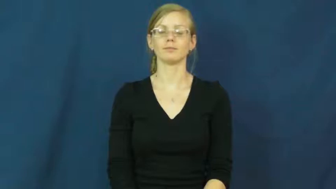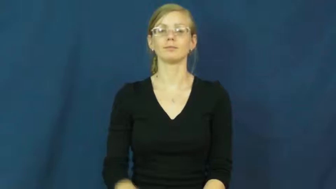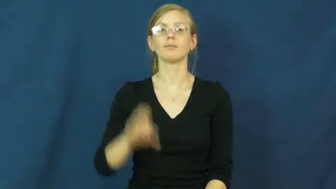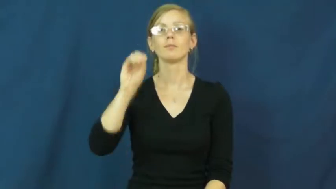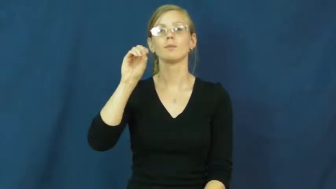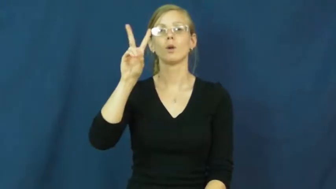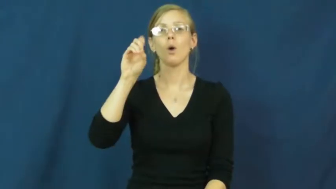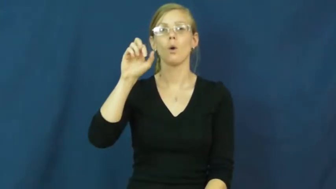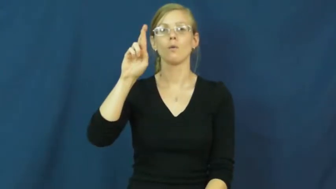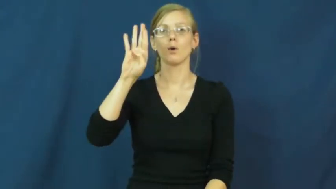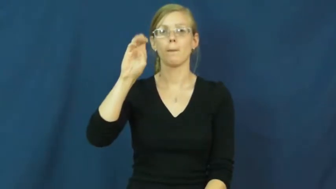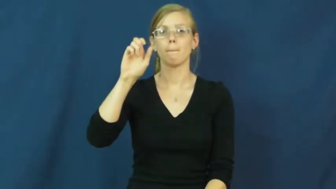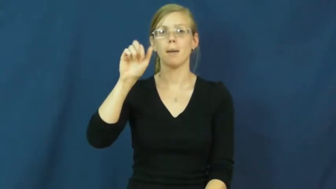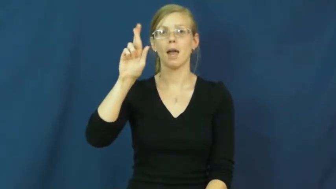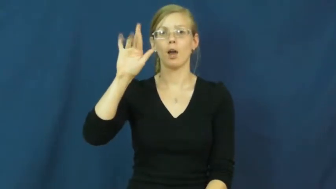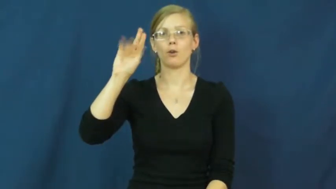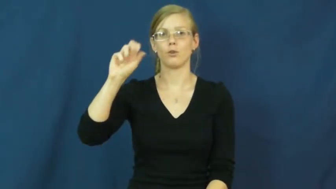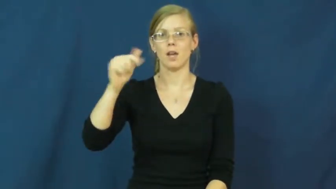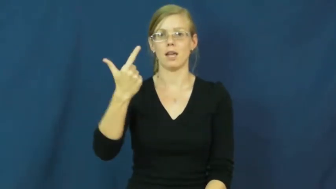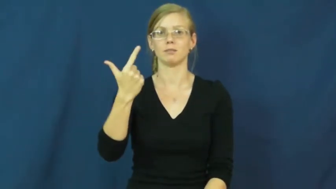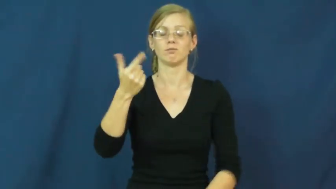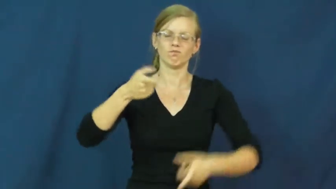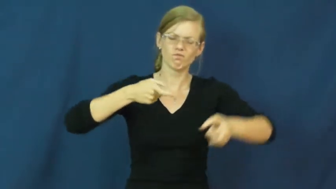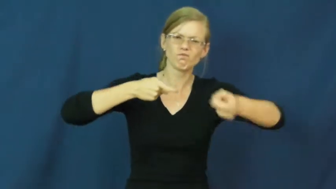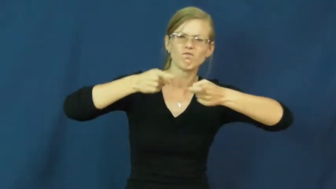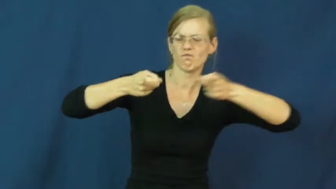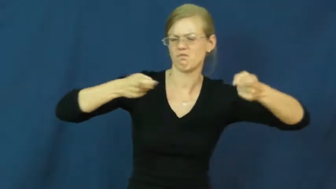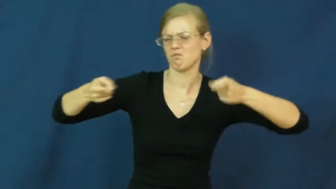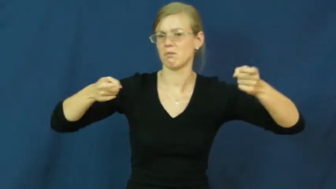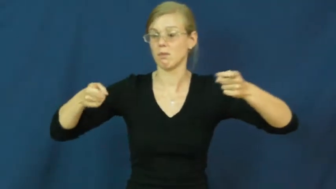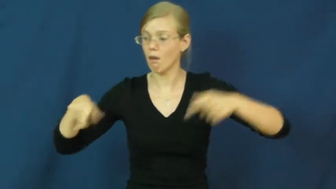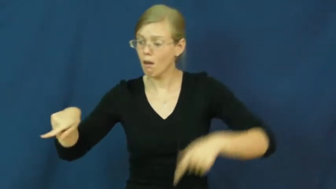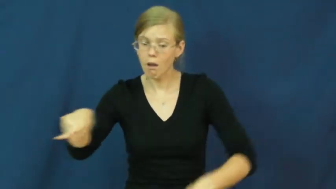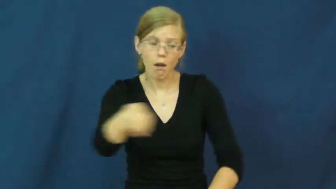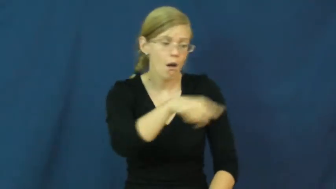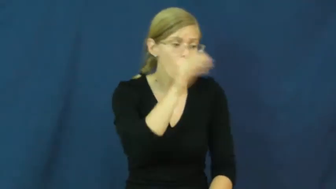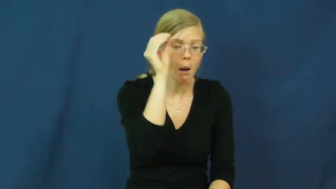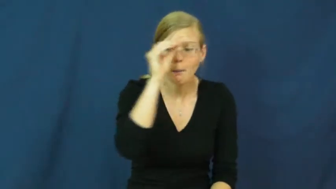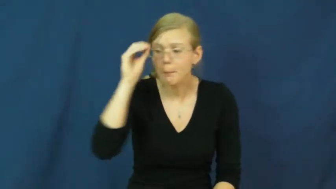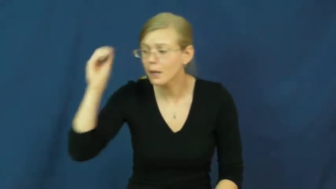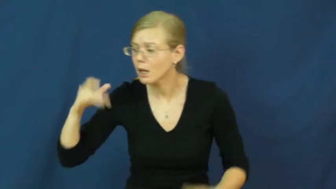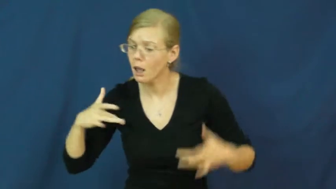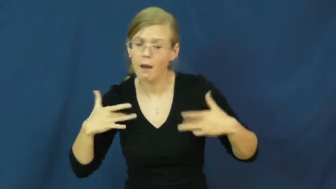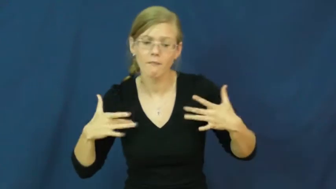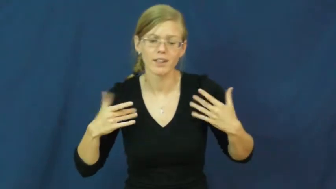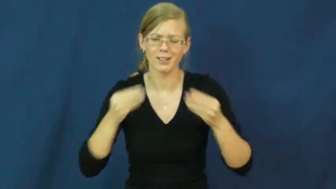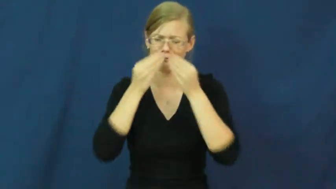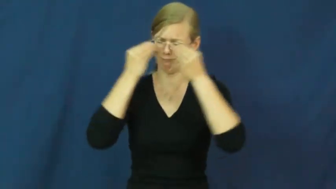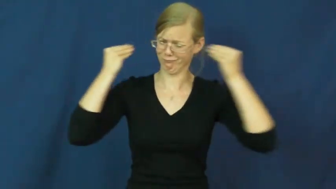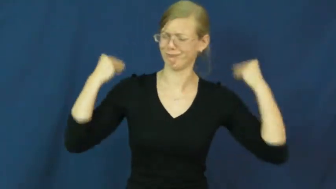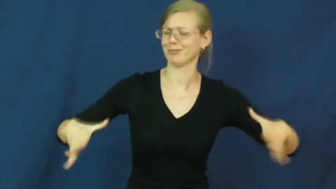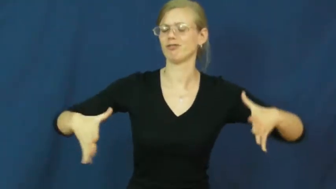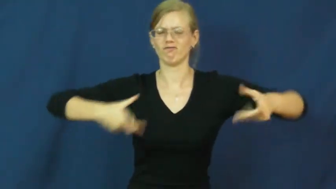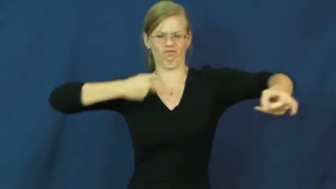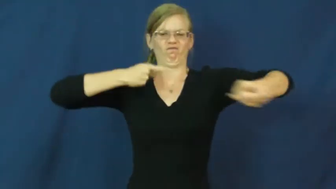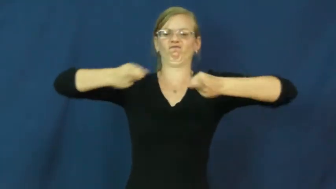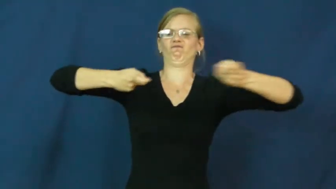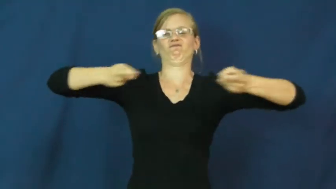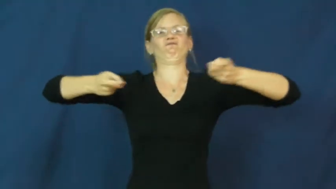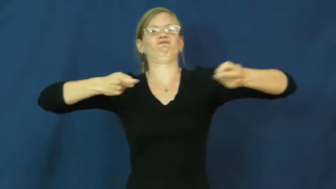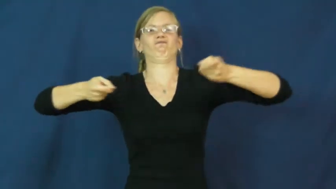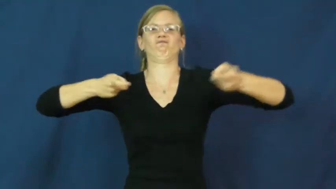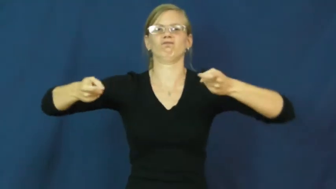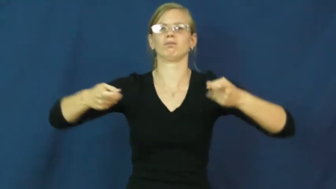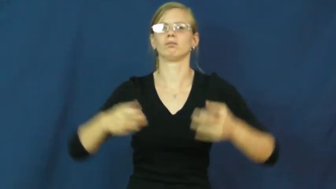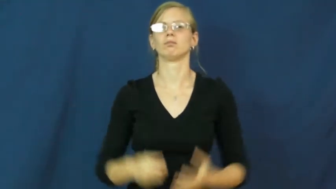overbearing